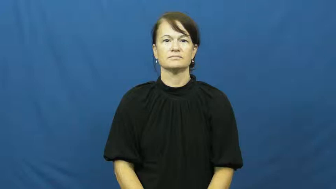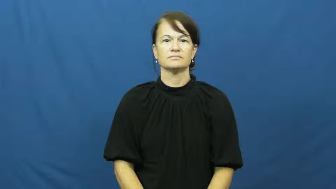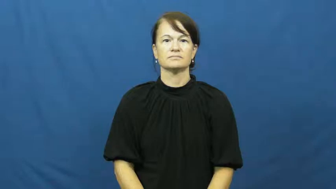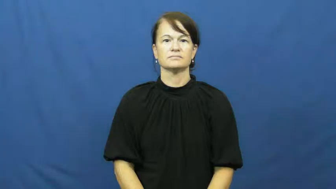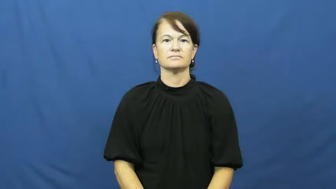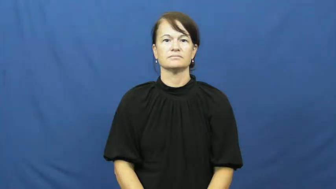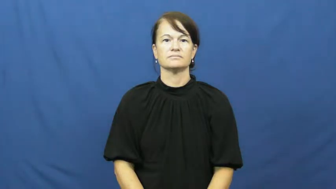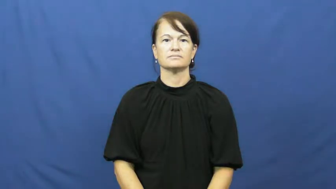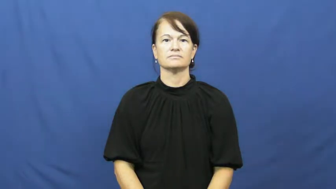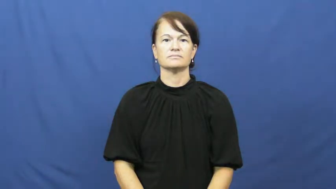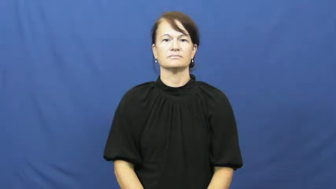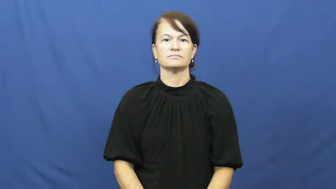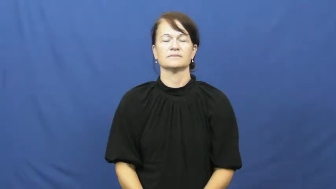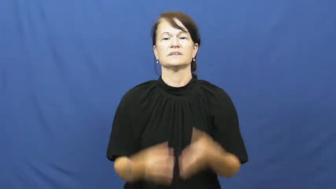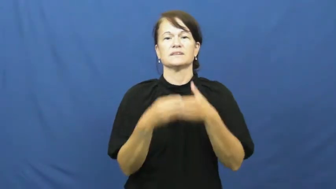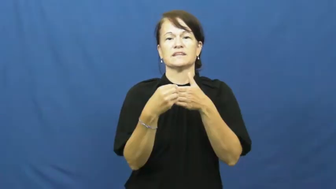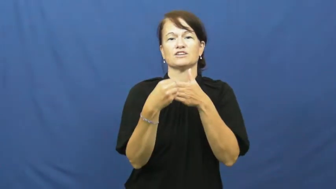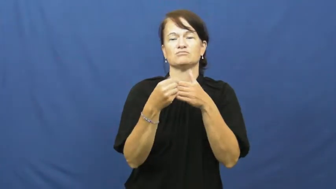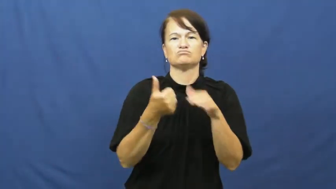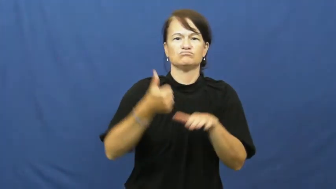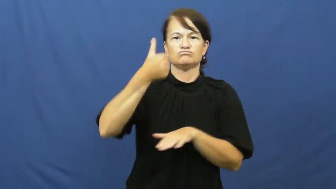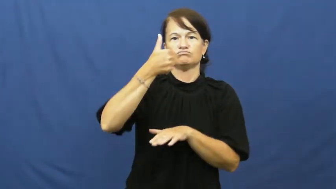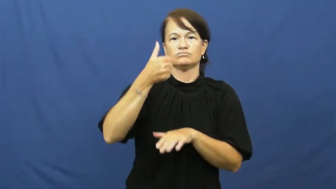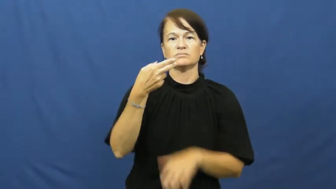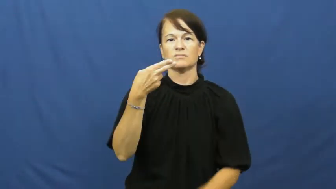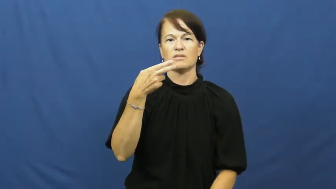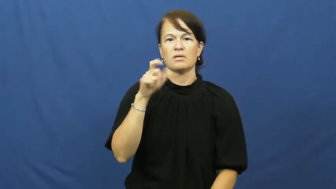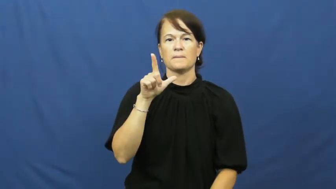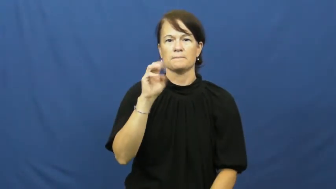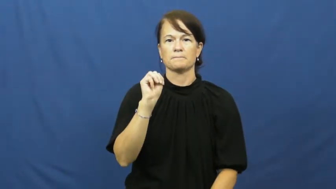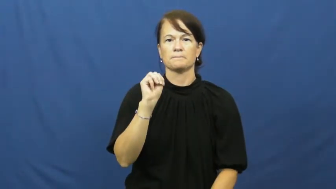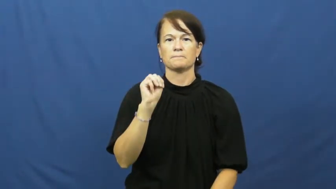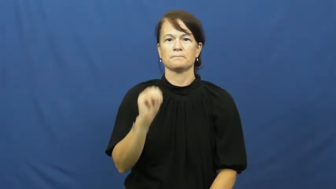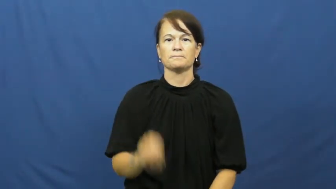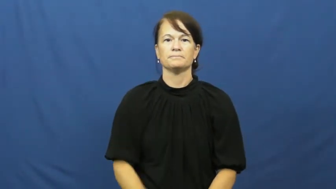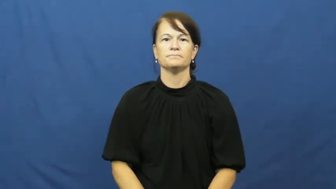helm-leader